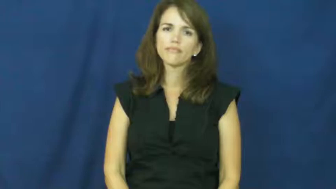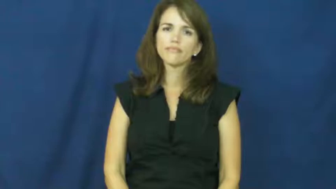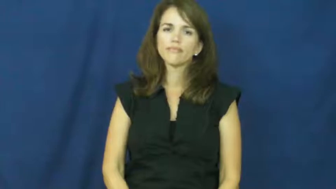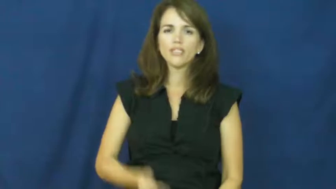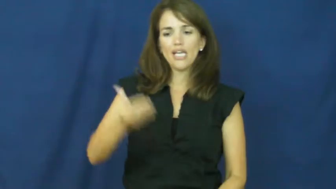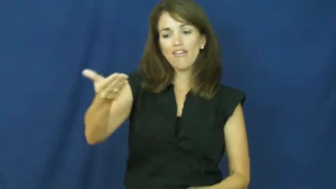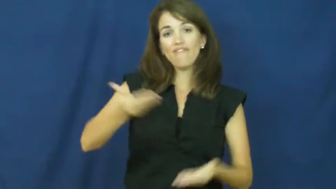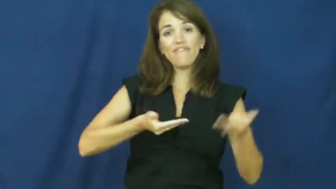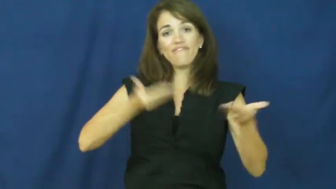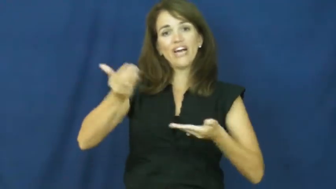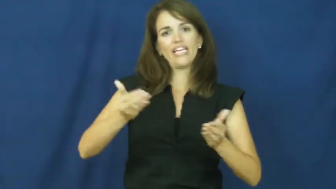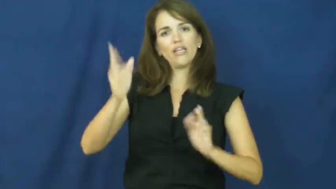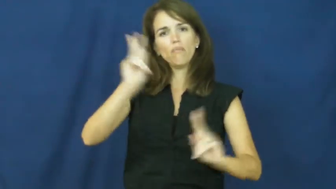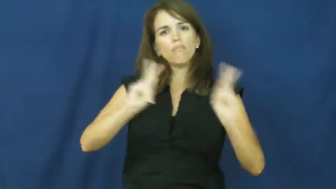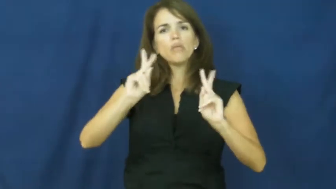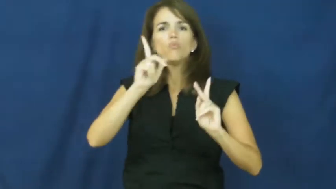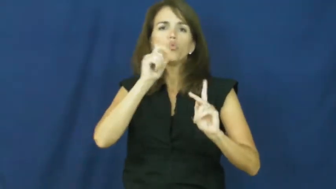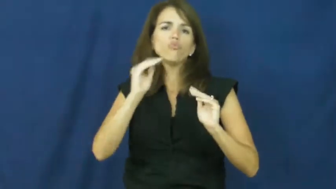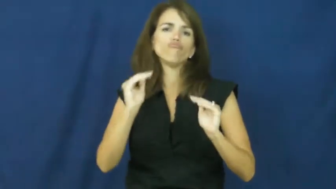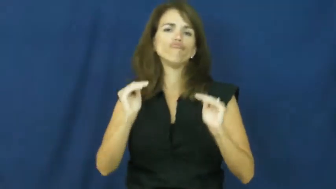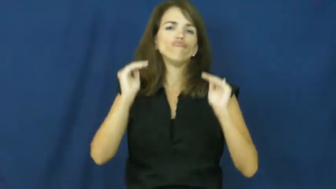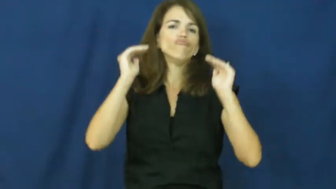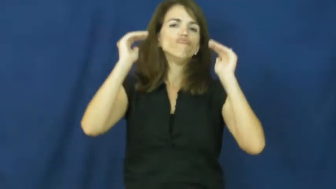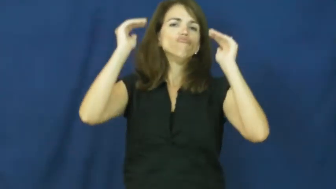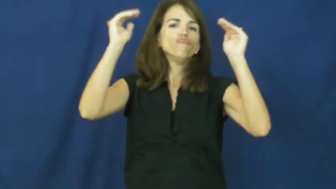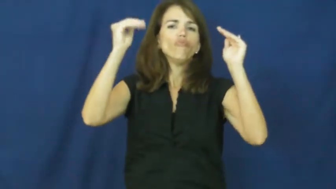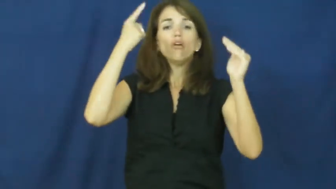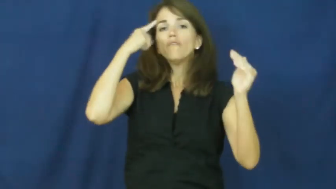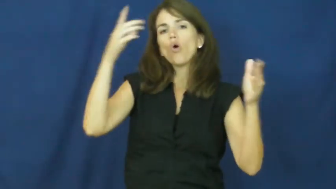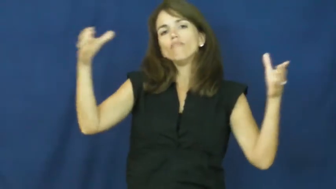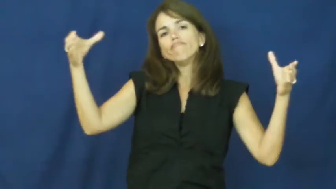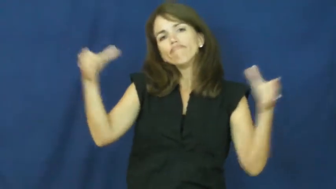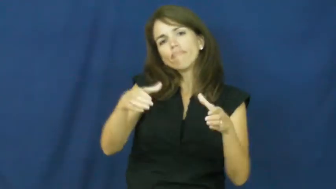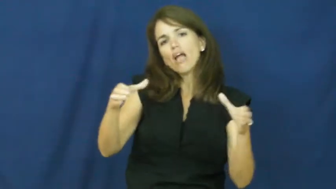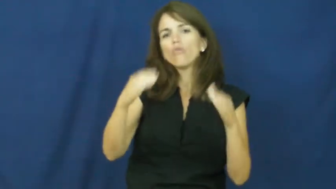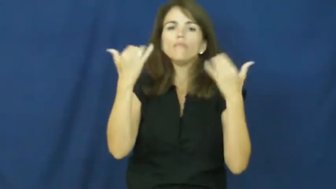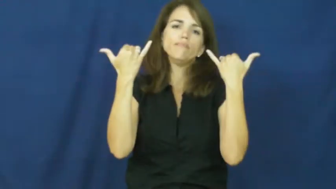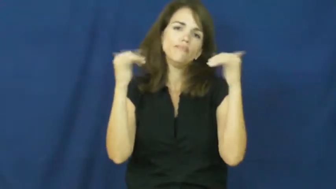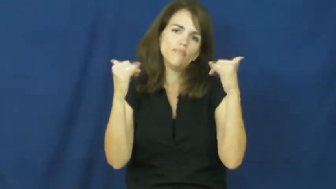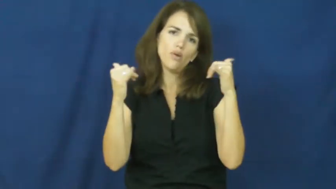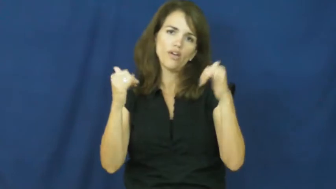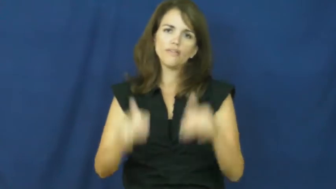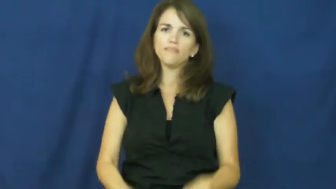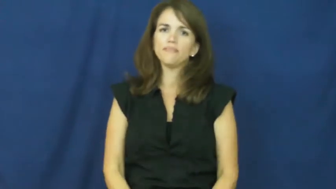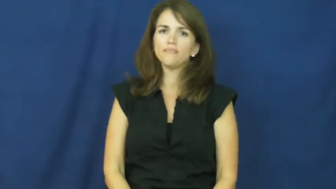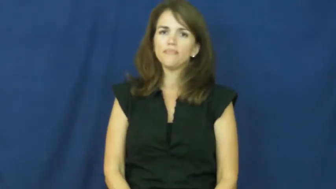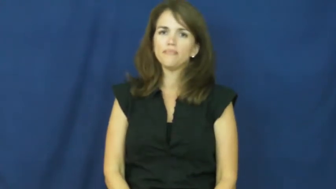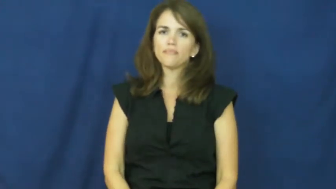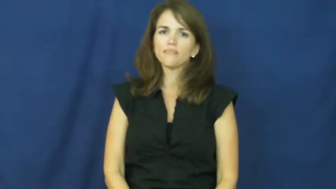"the A-list"